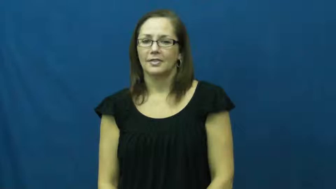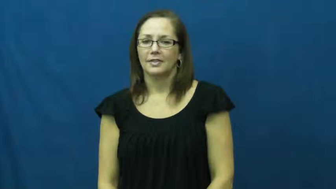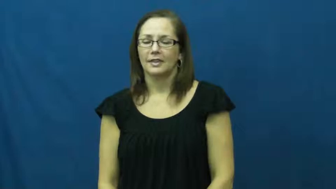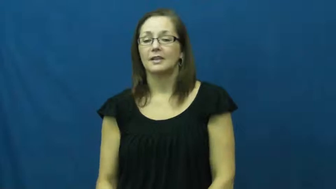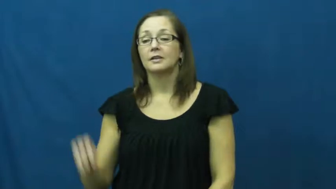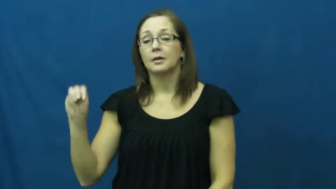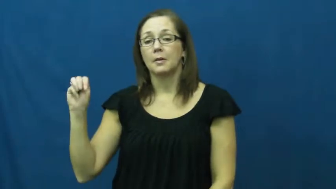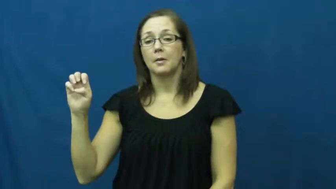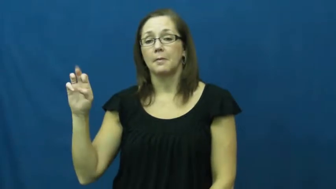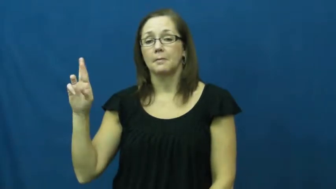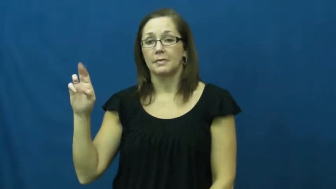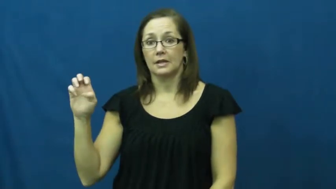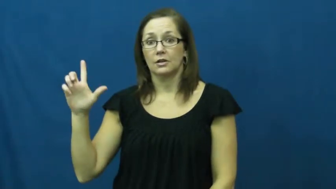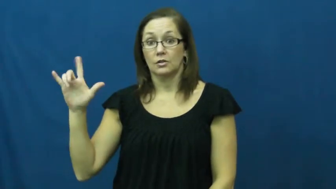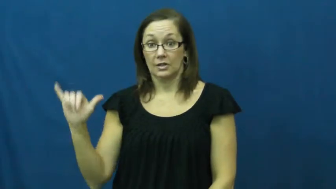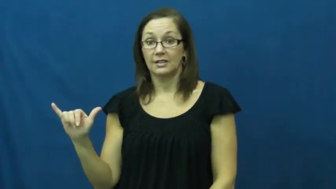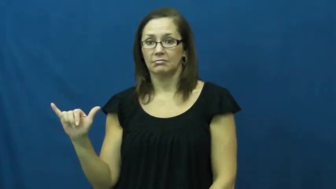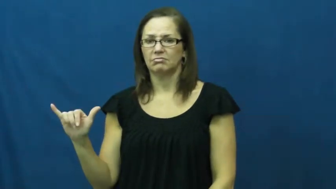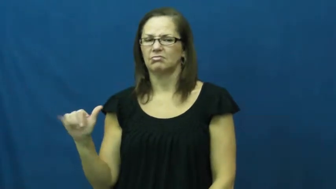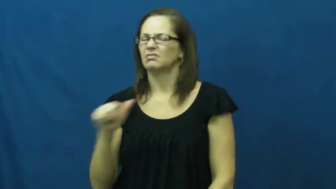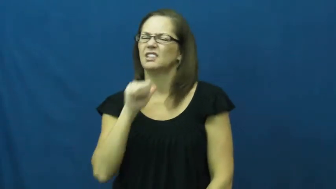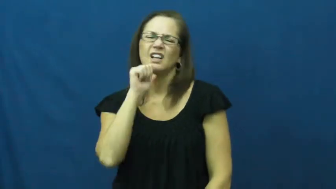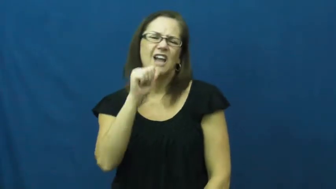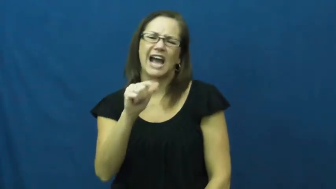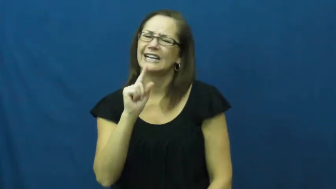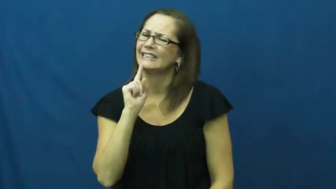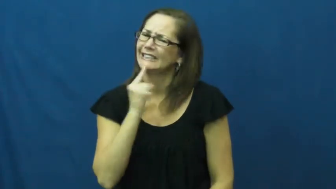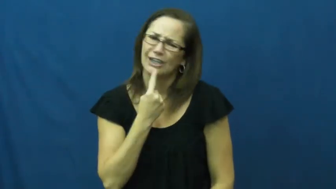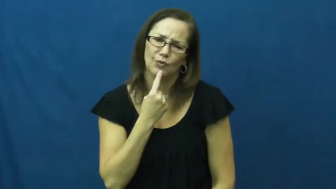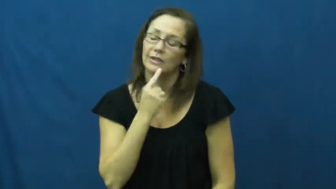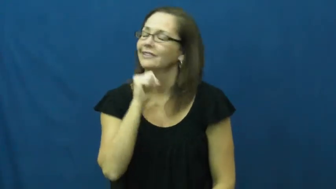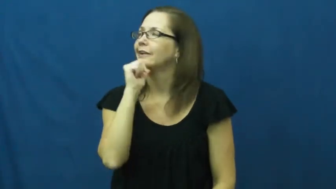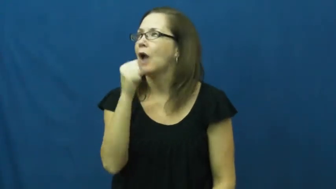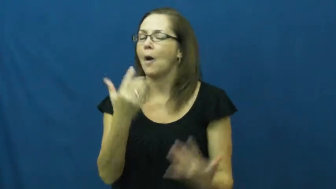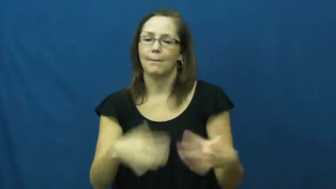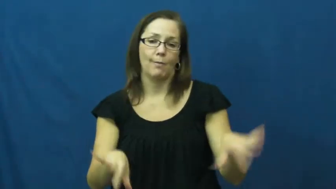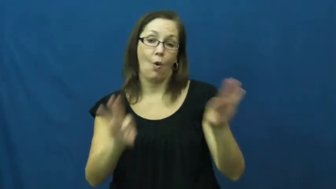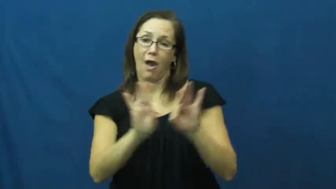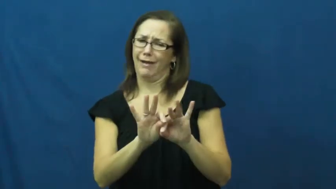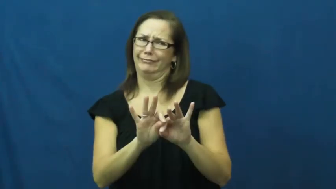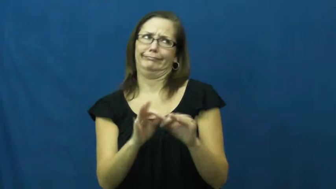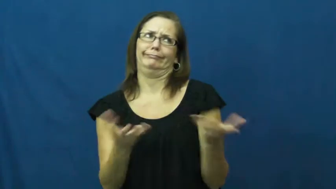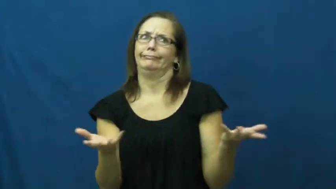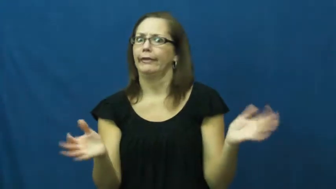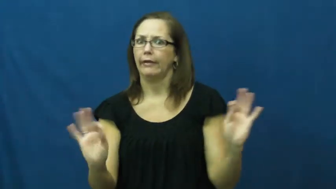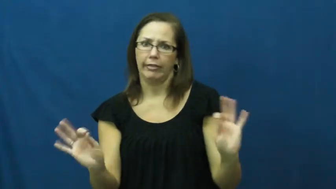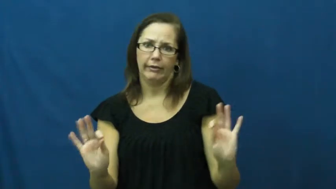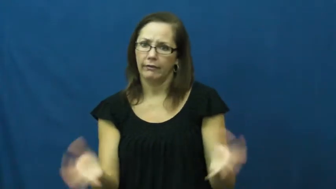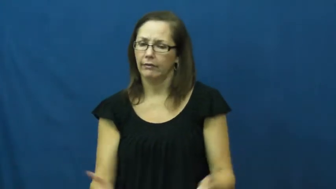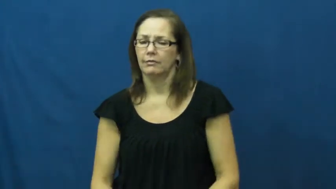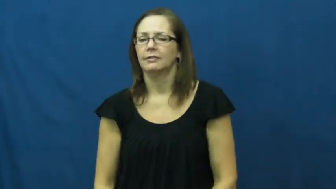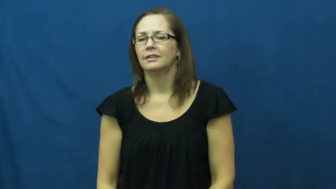merely